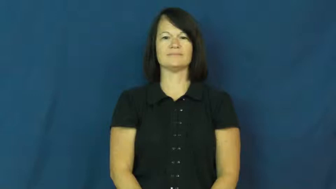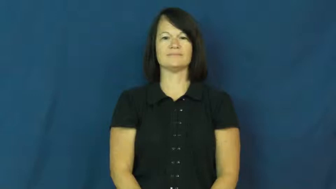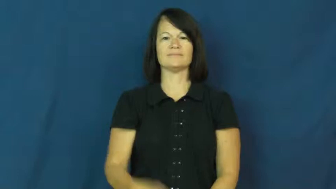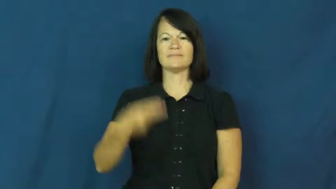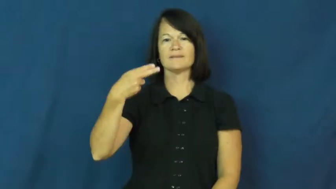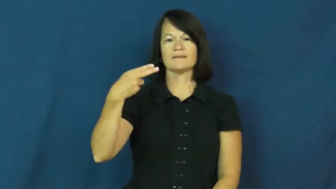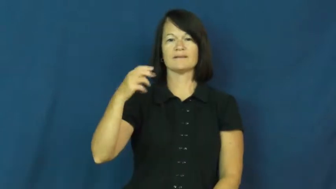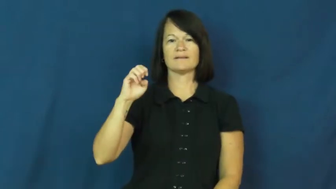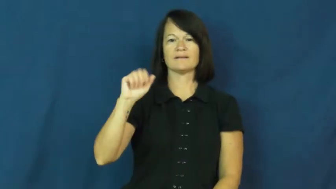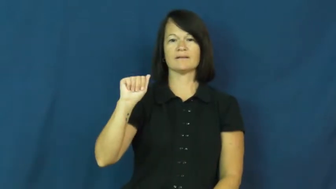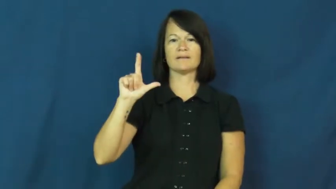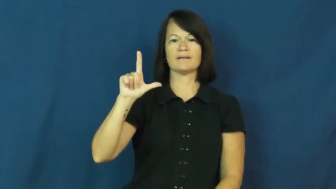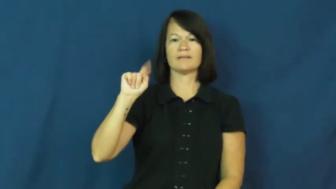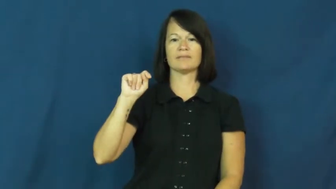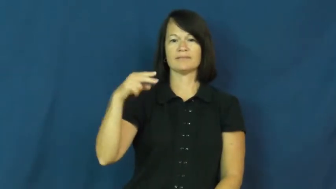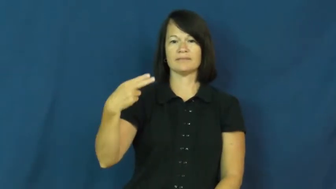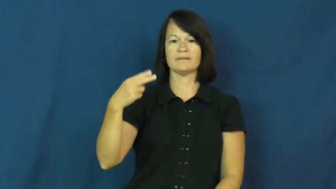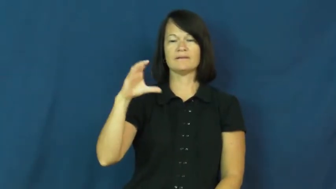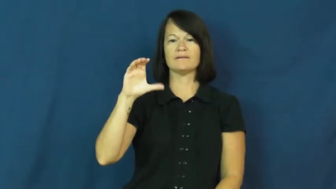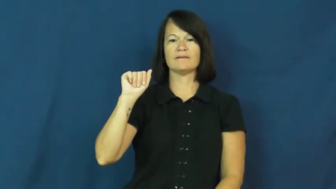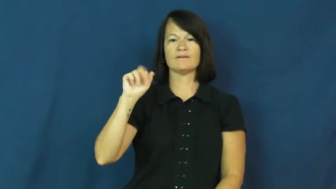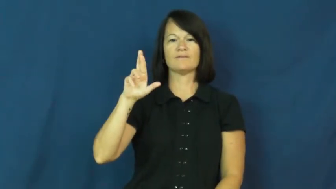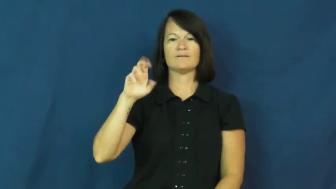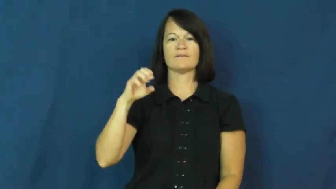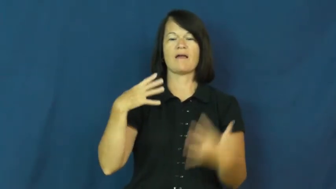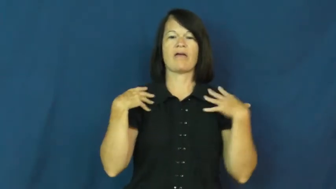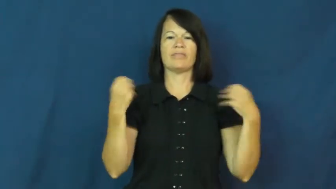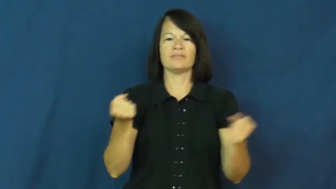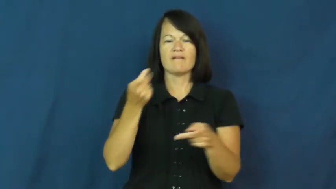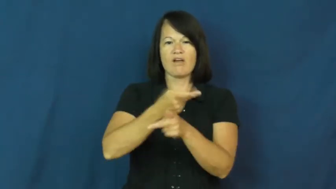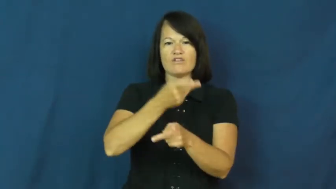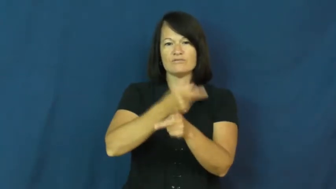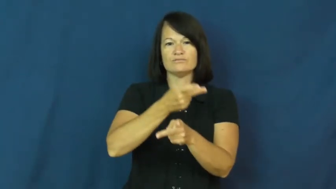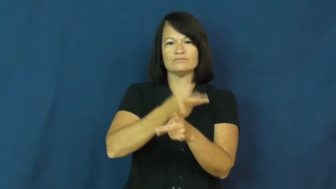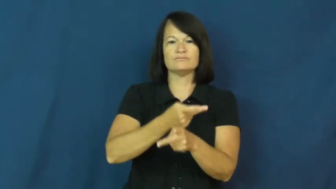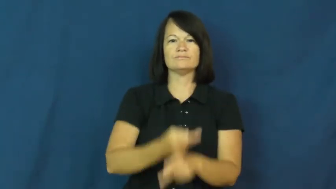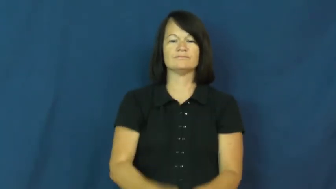healthcare